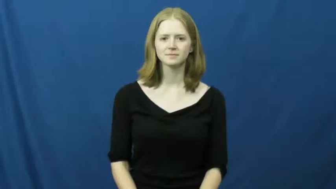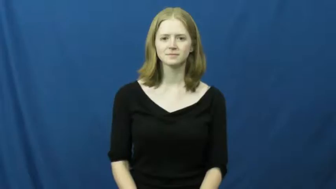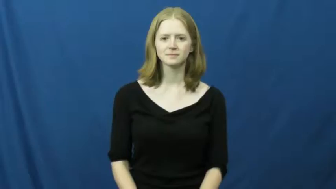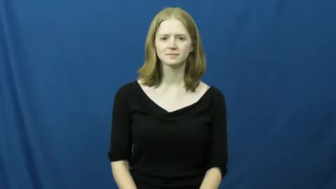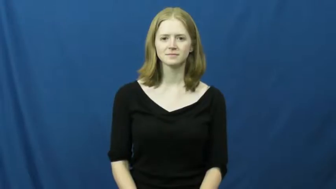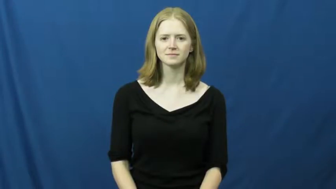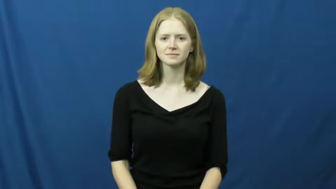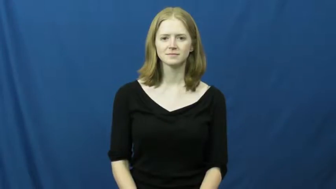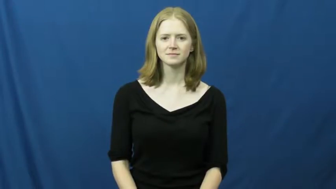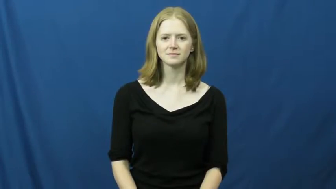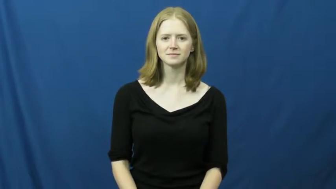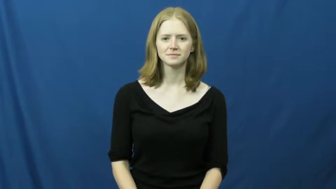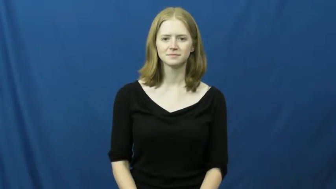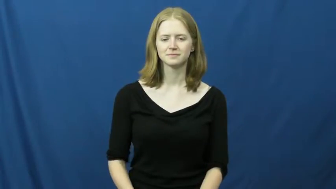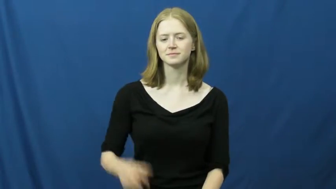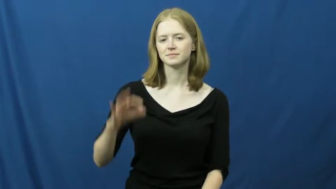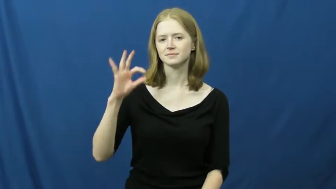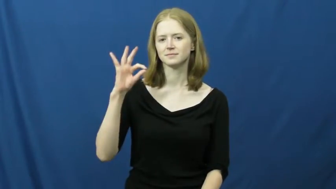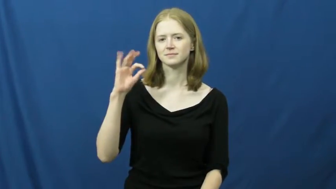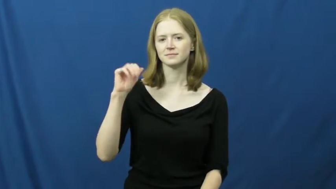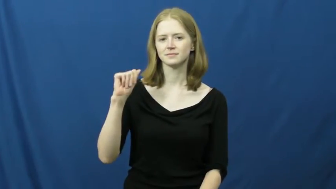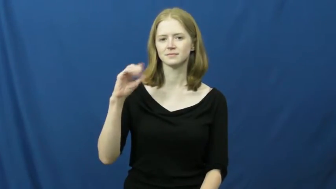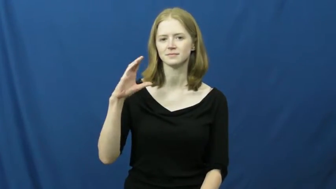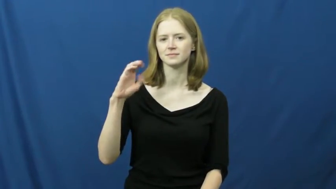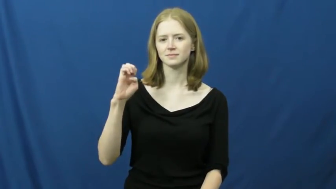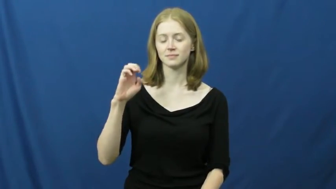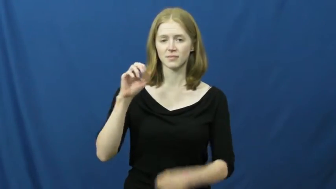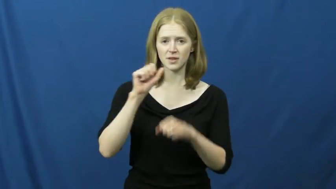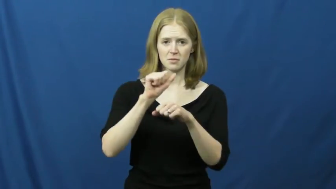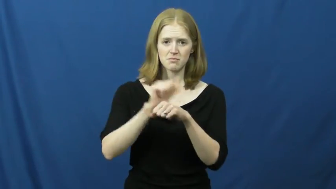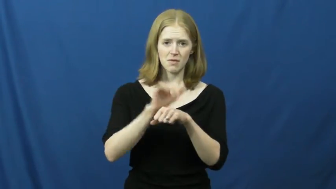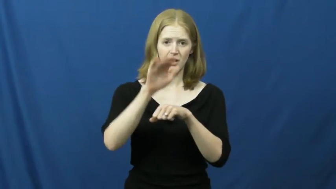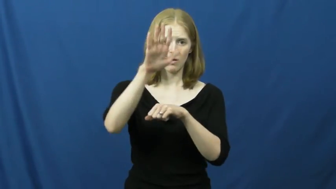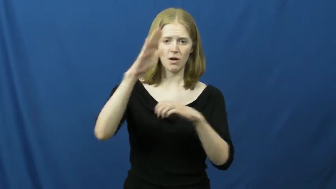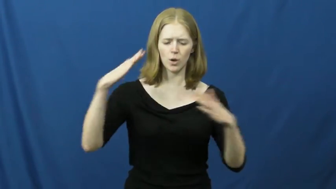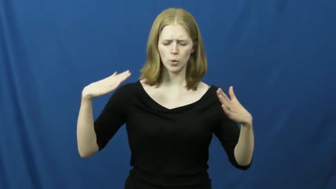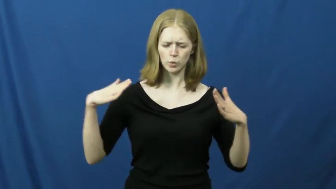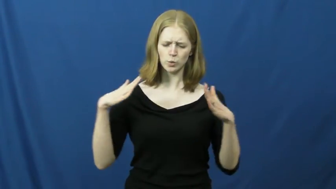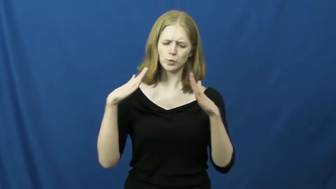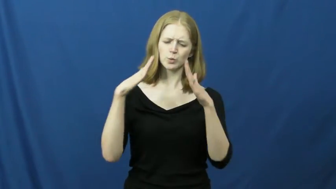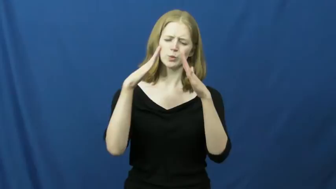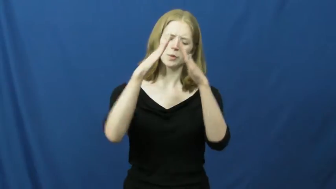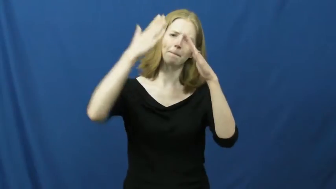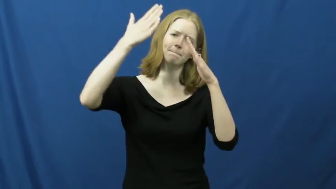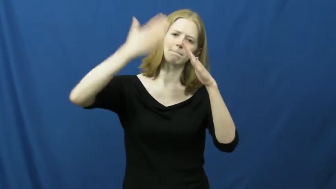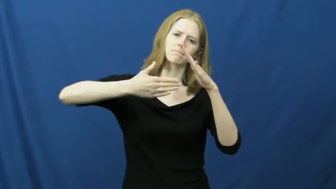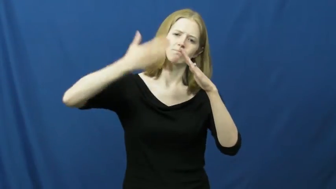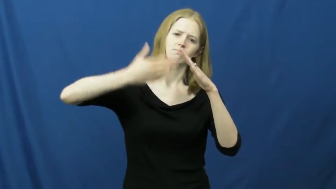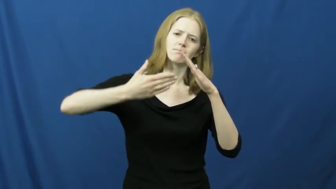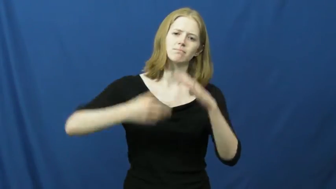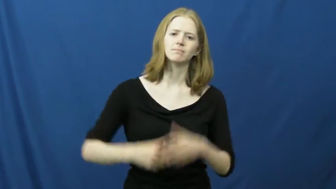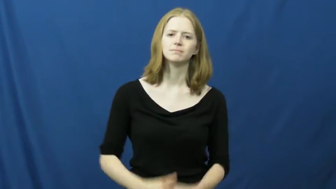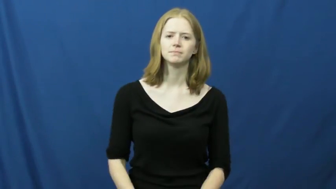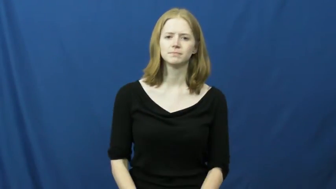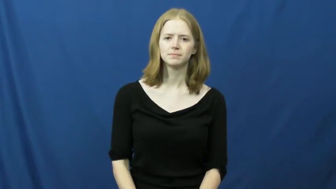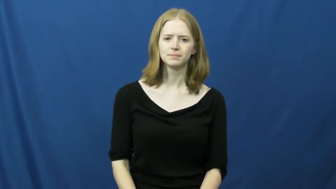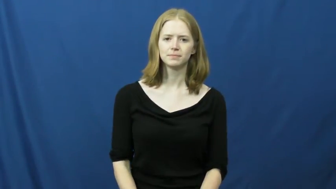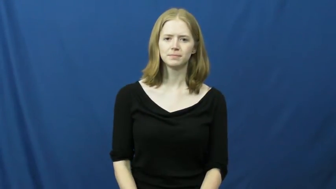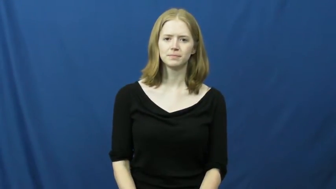face-mountain